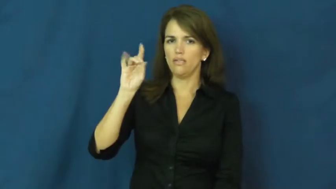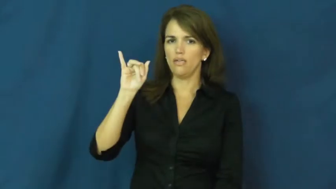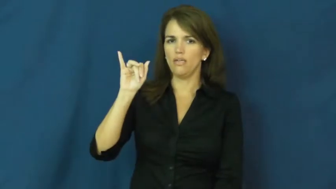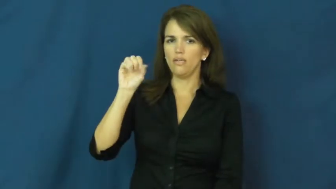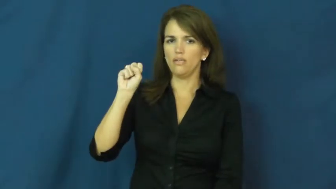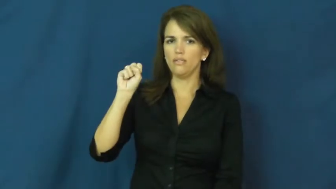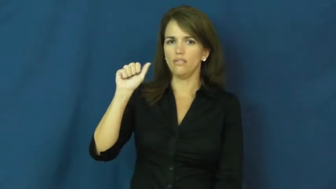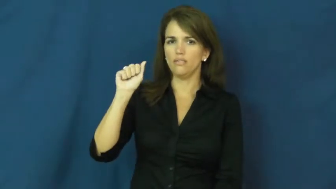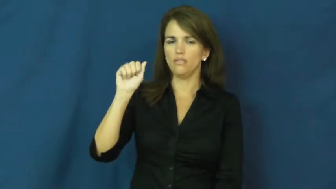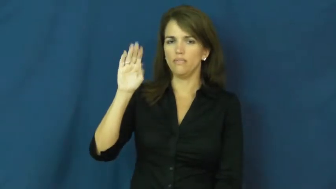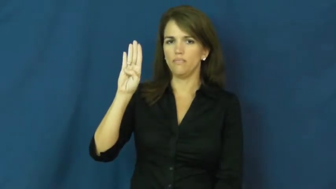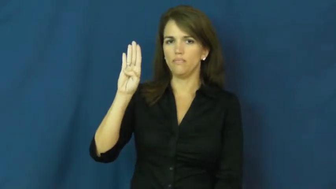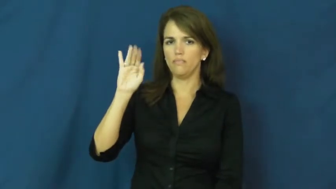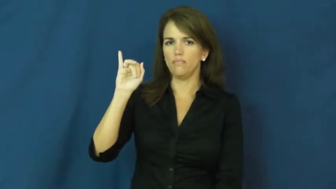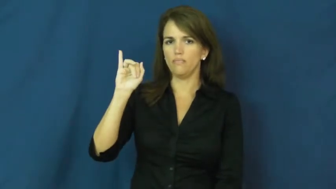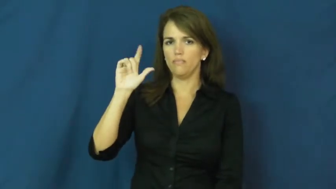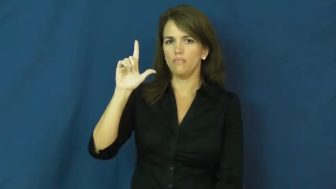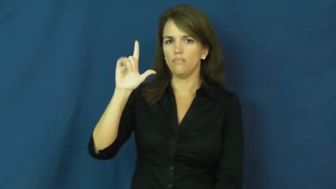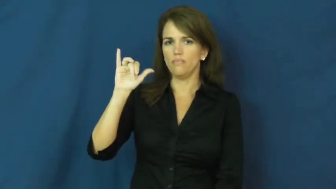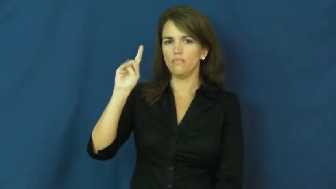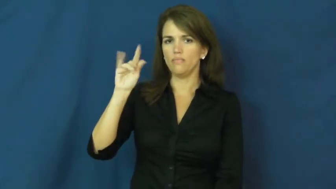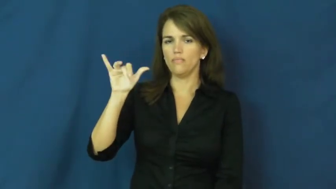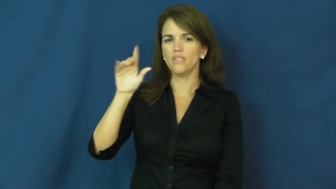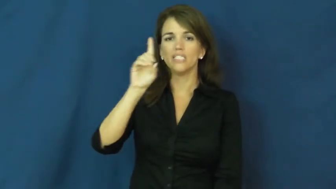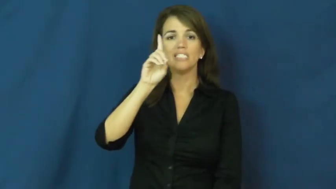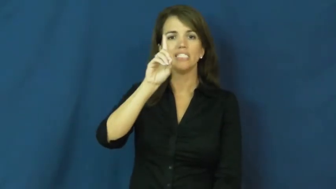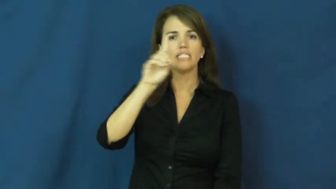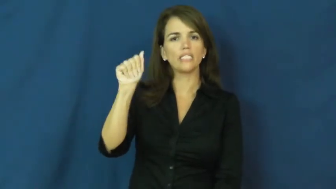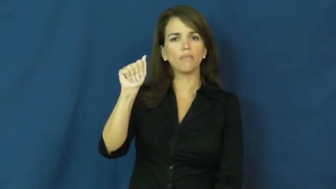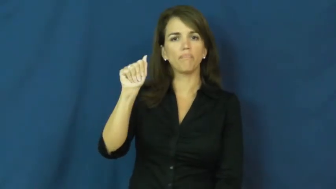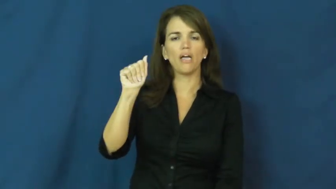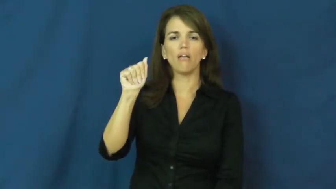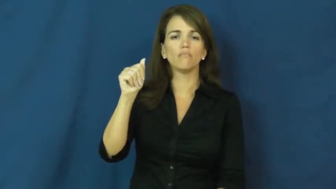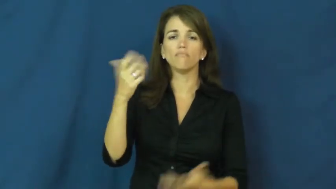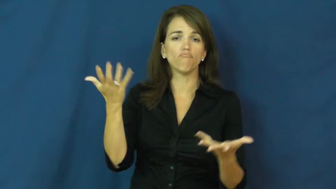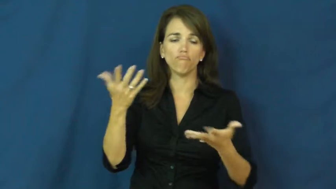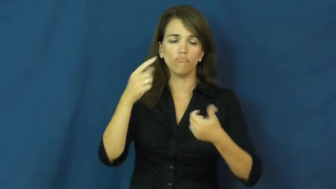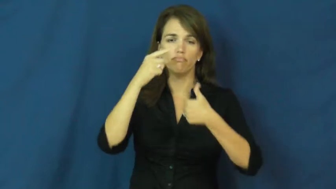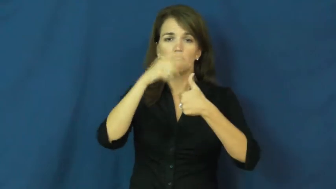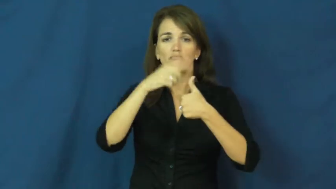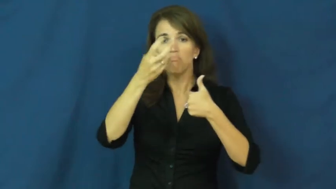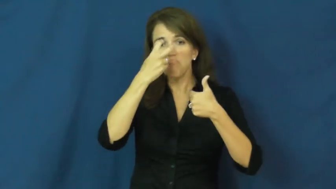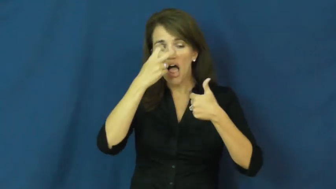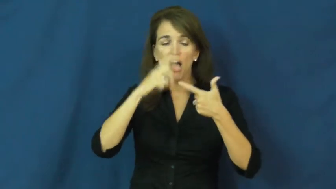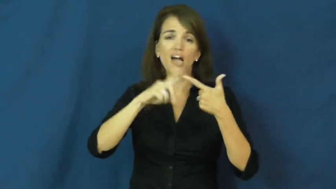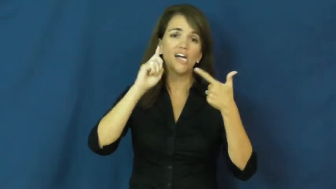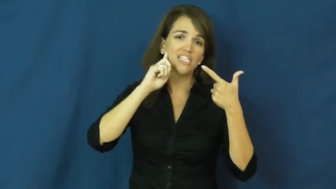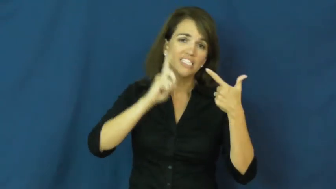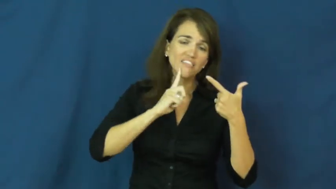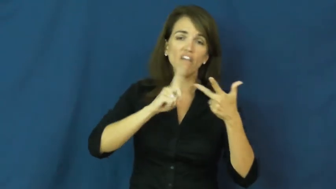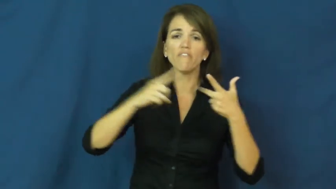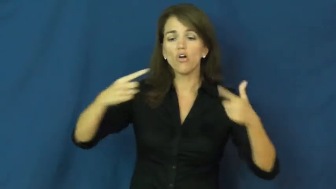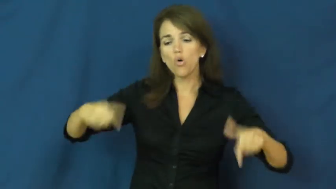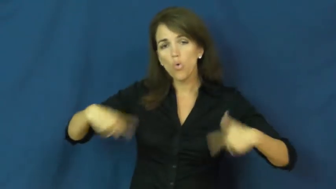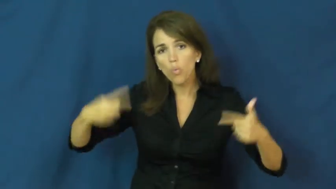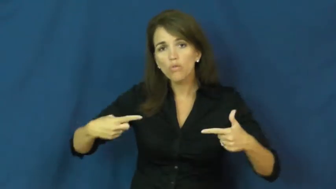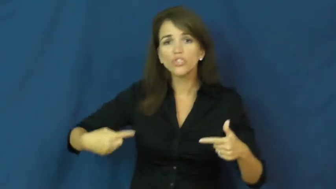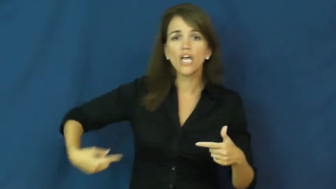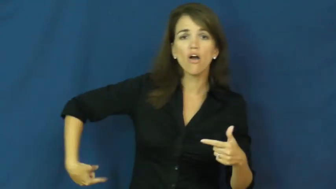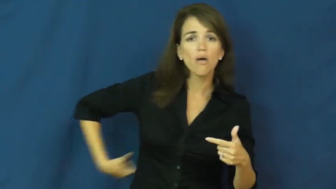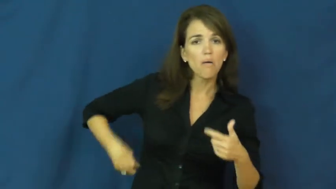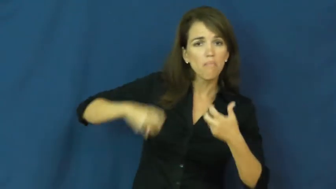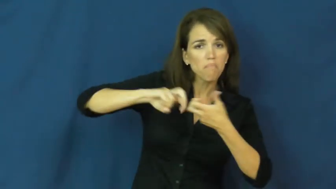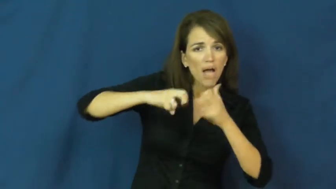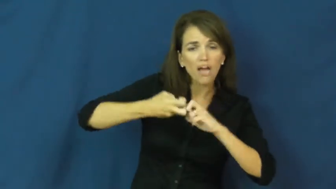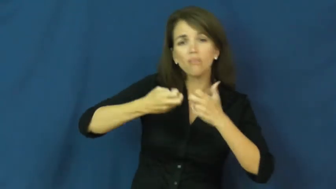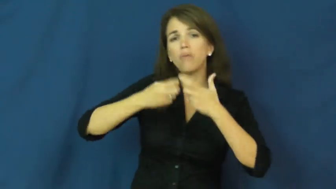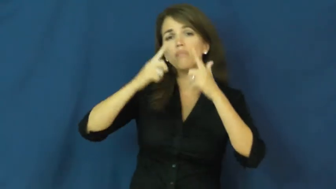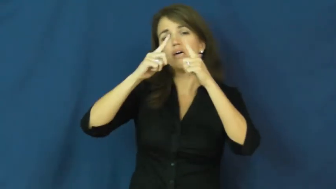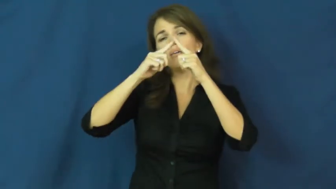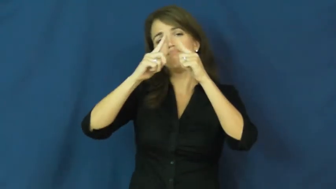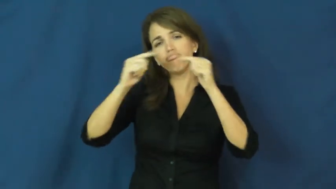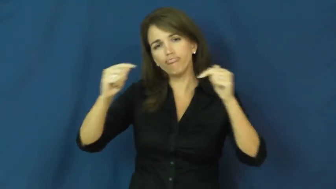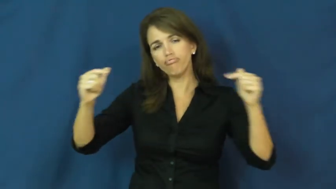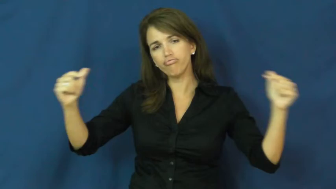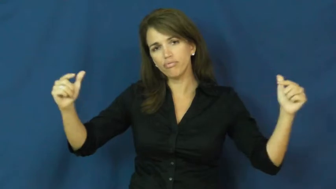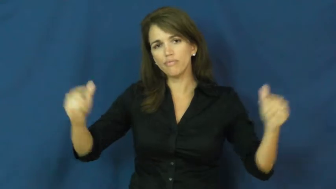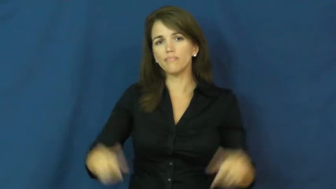disability